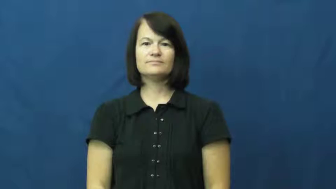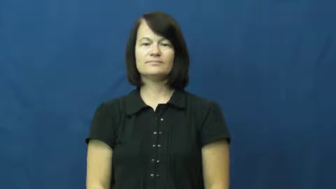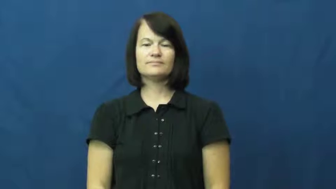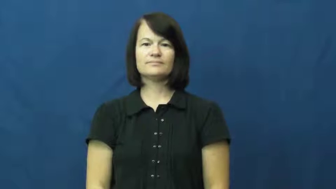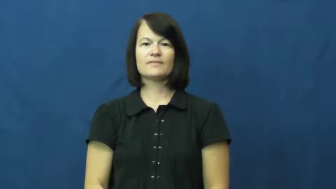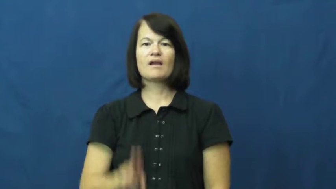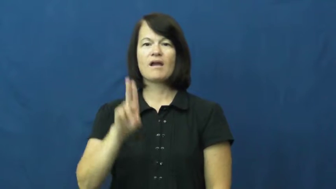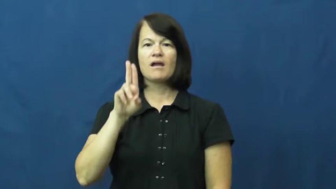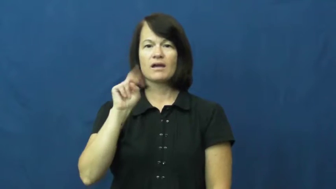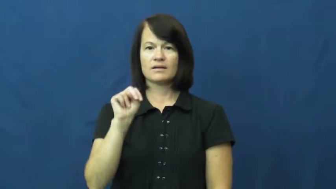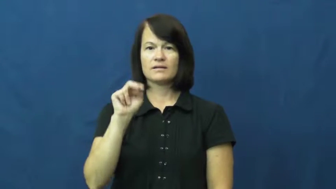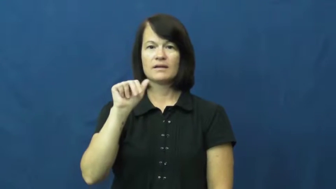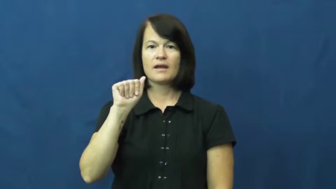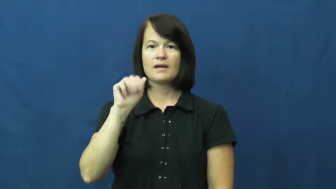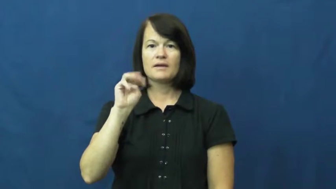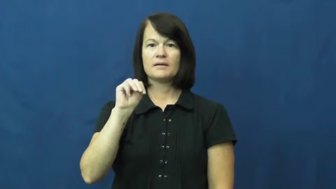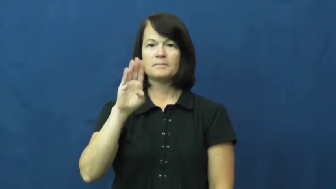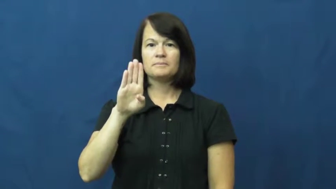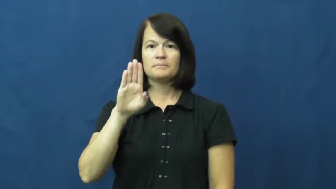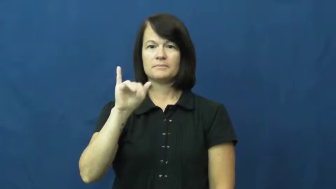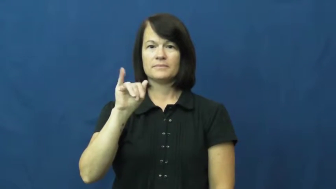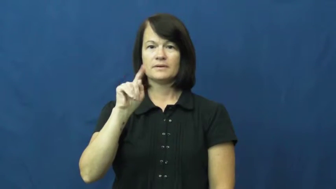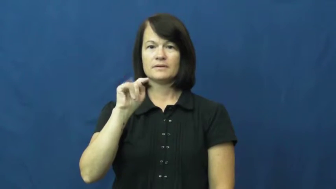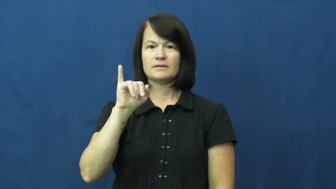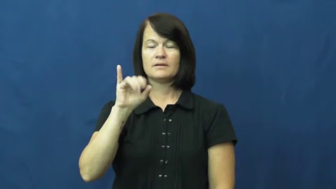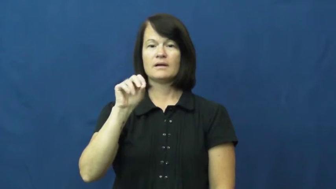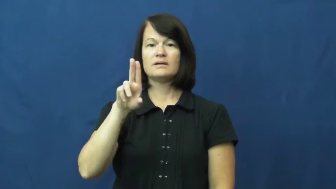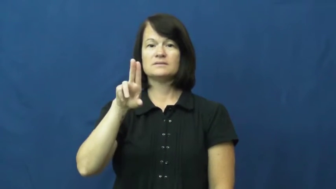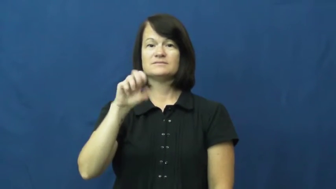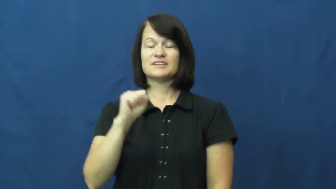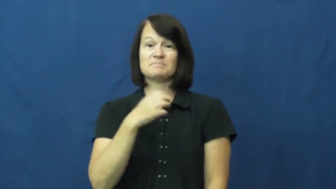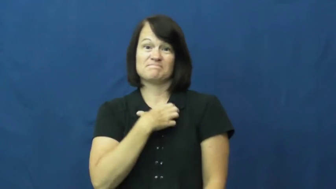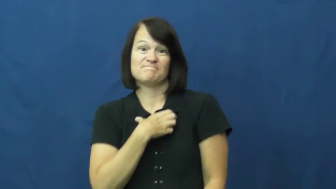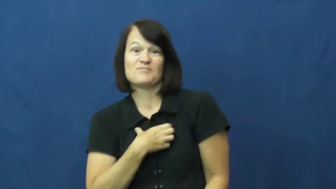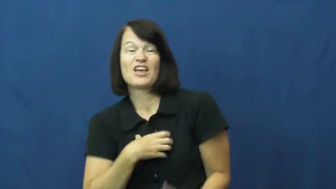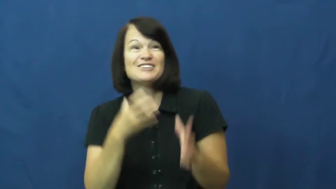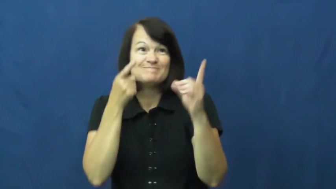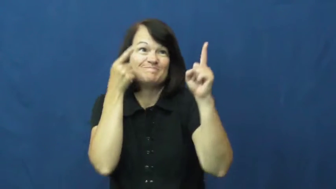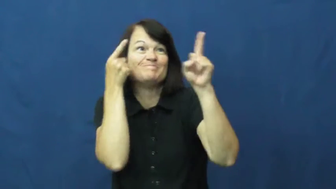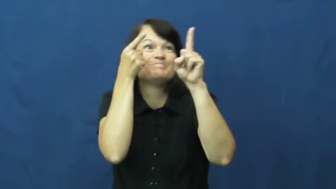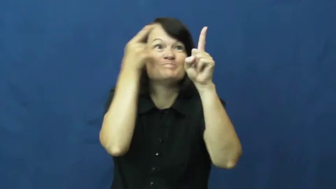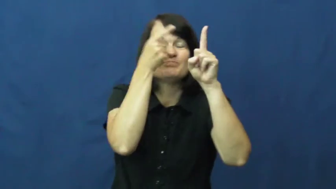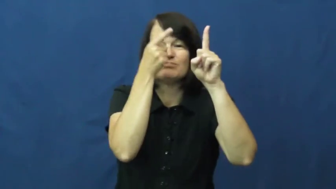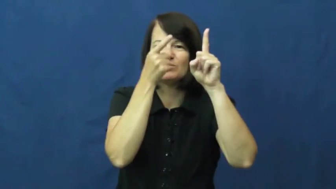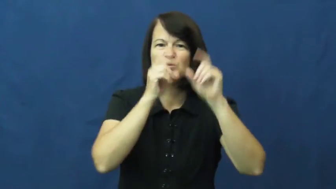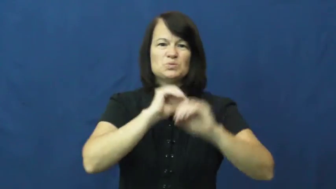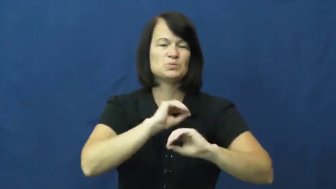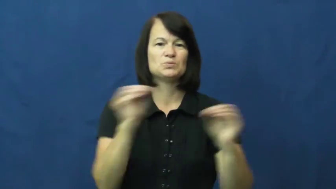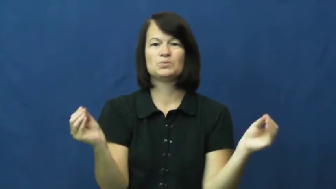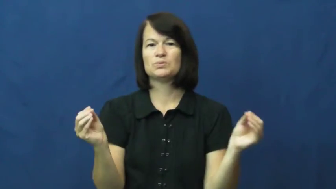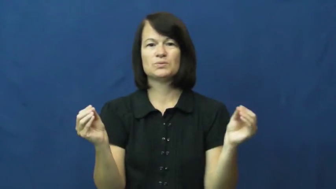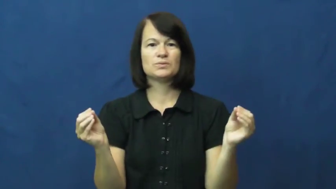unambitious